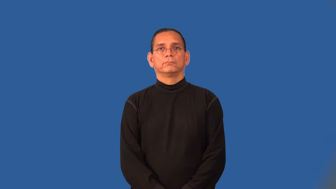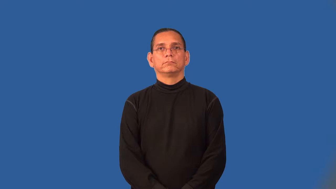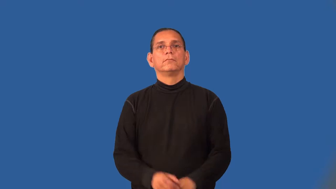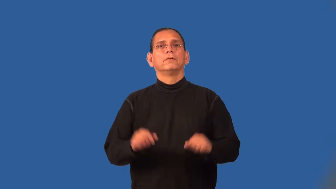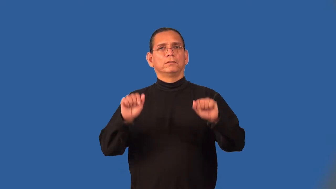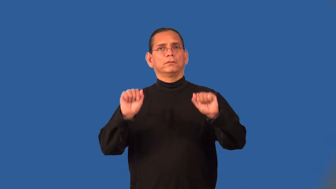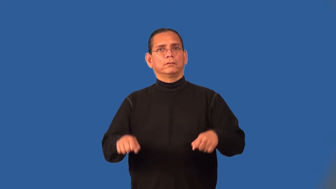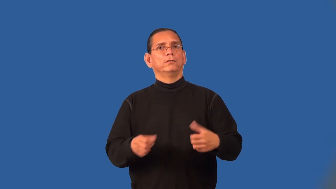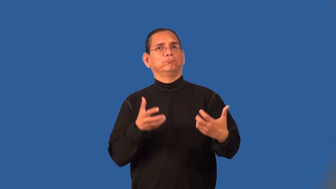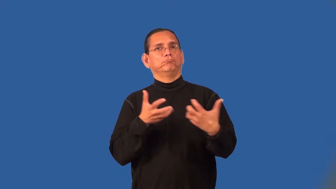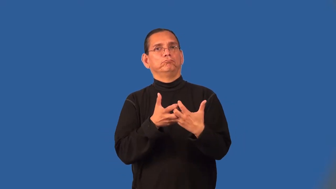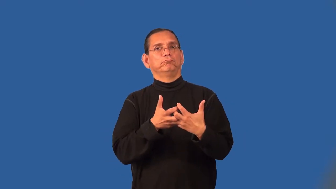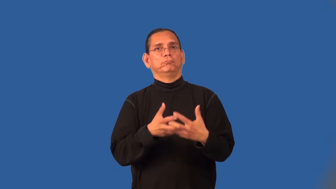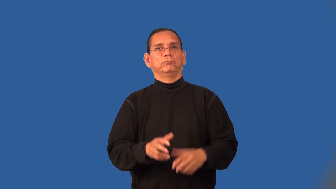suitable,become,suit